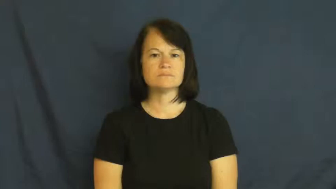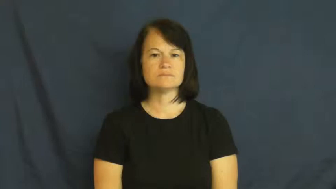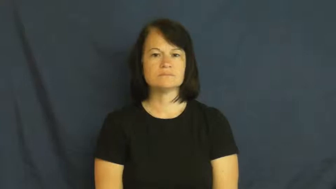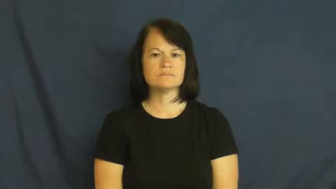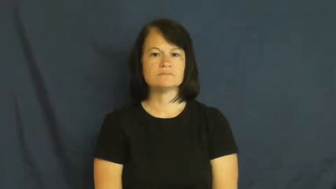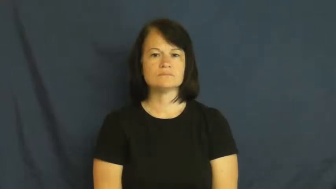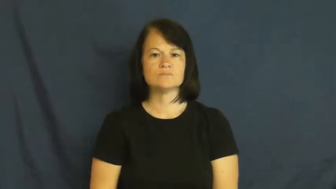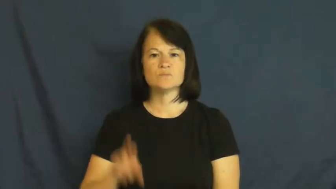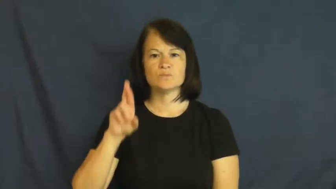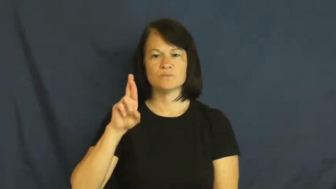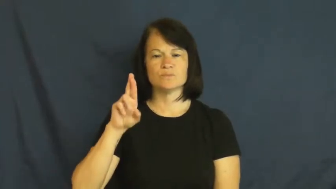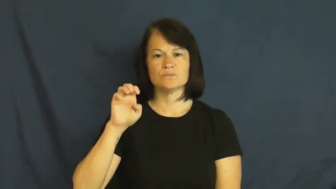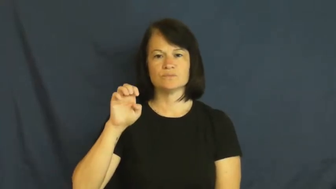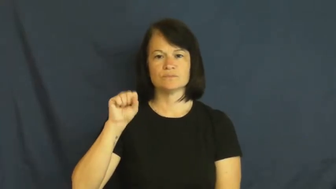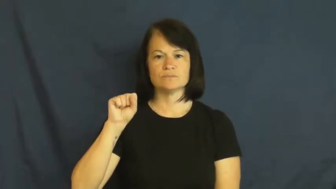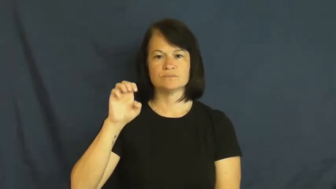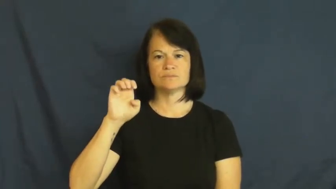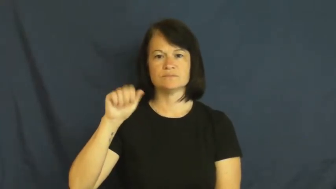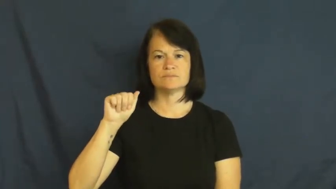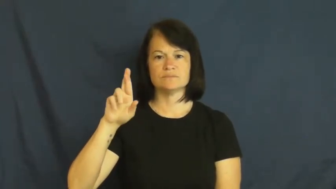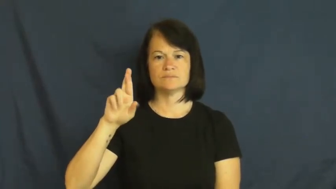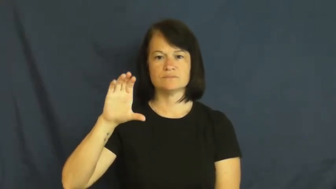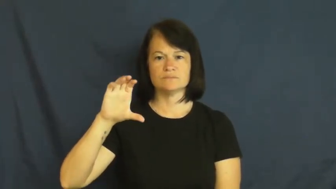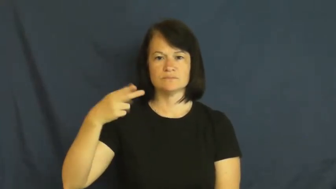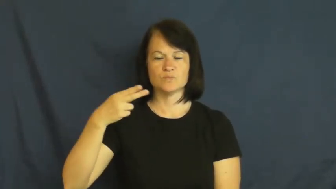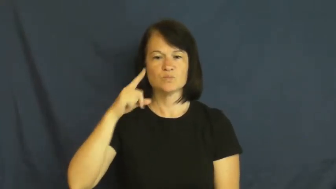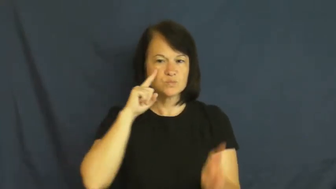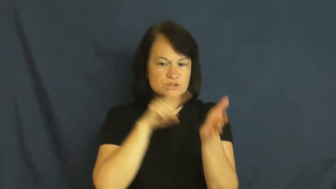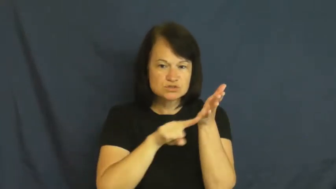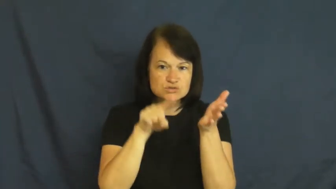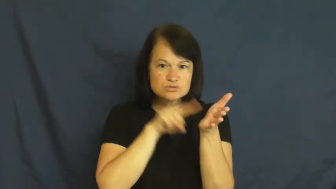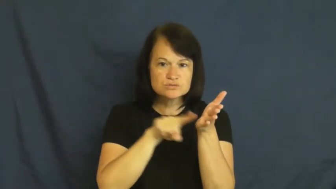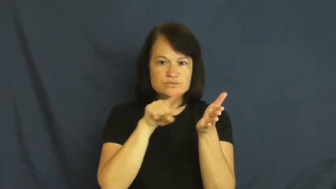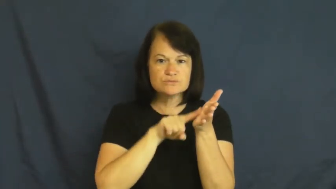research,study